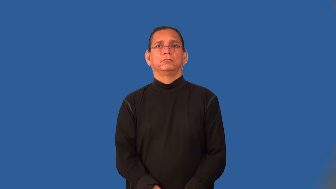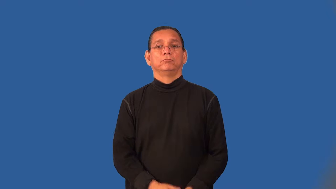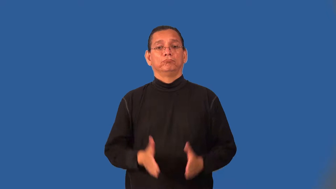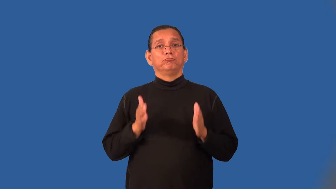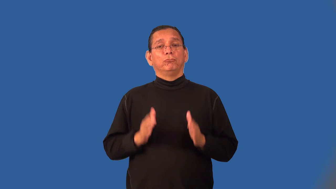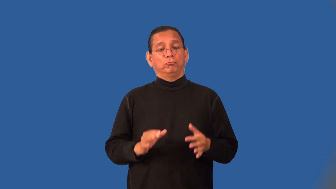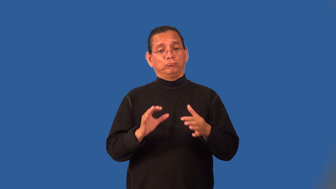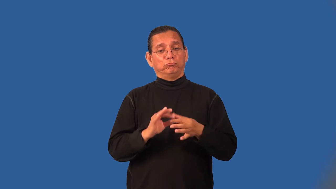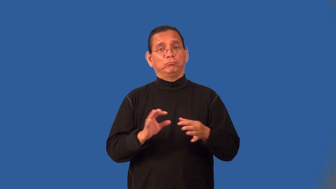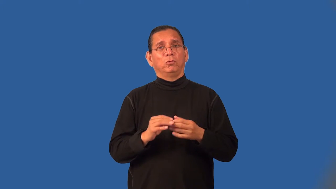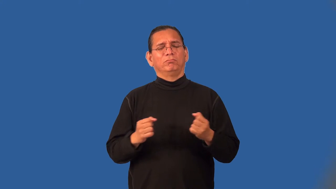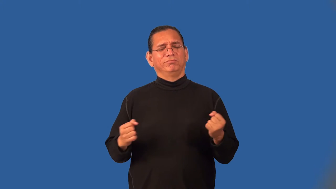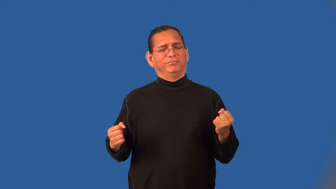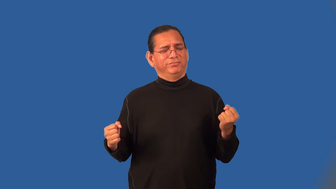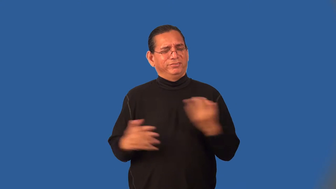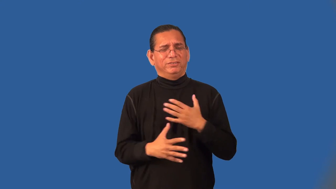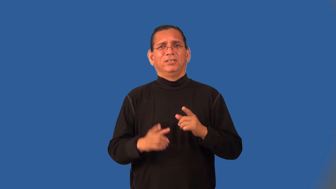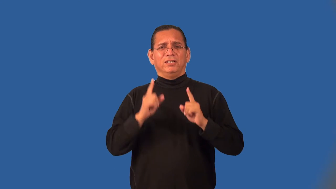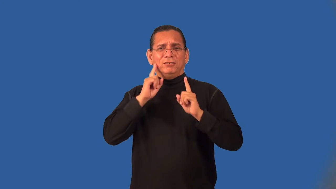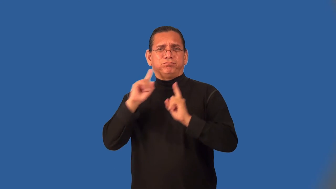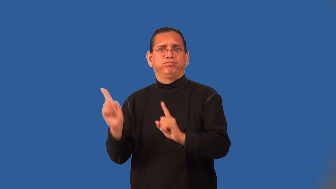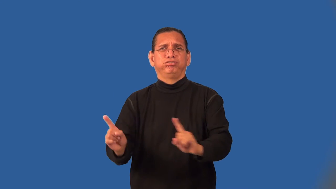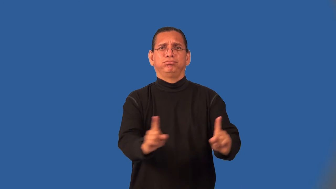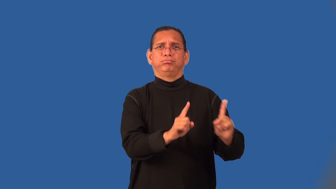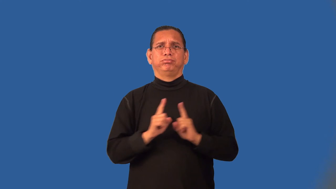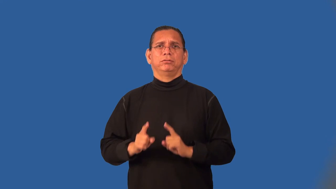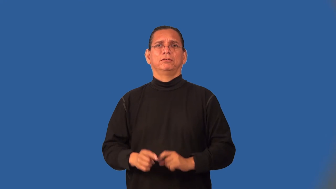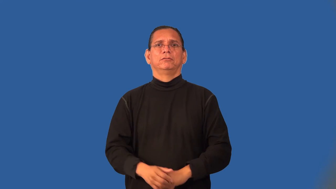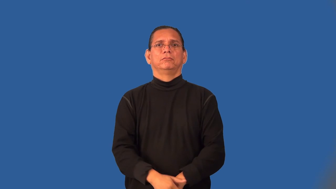scaremonger